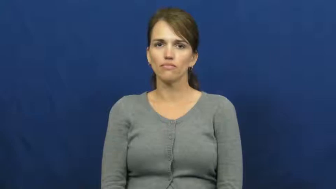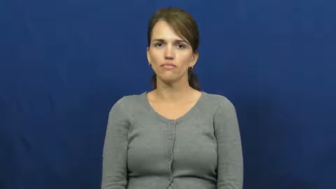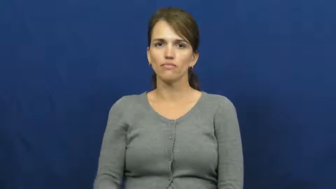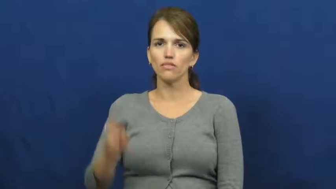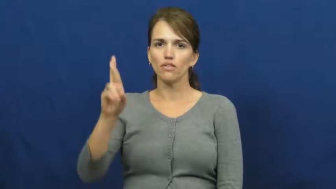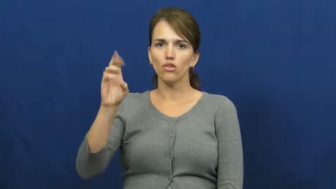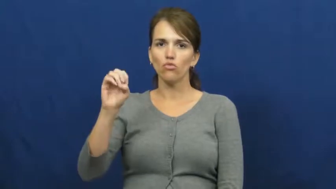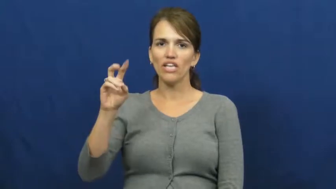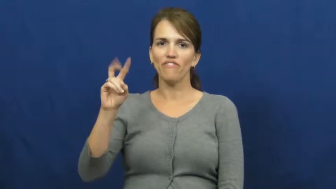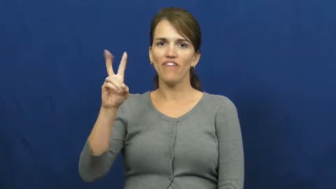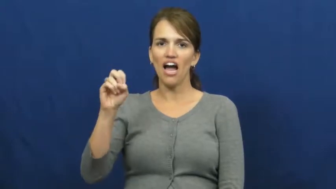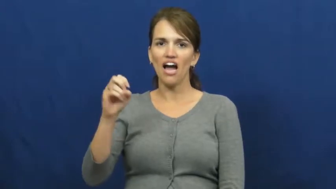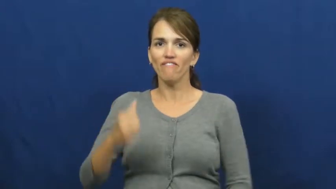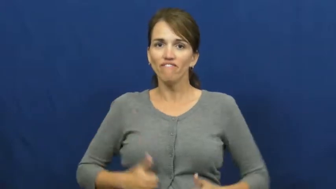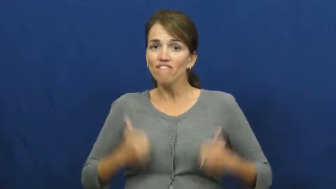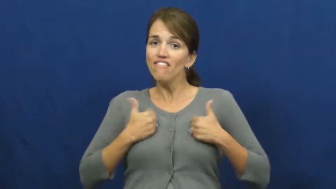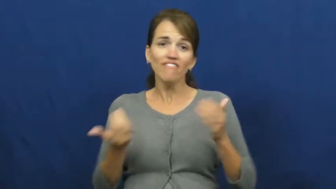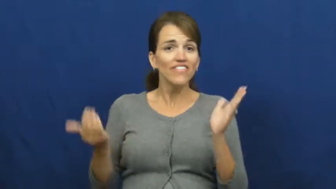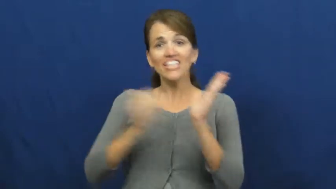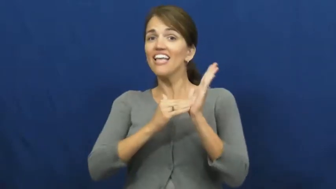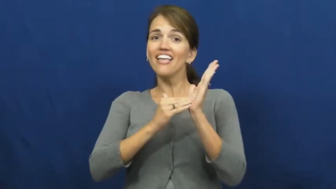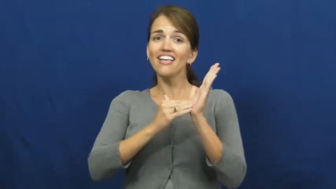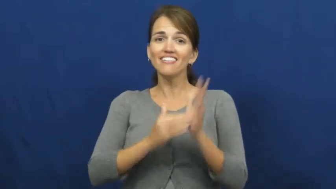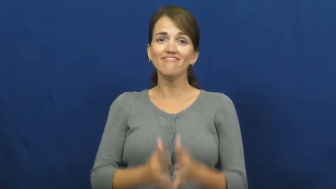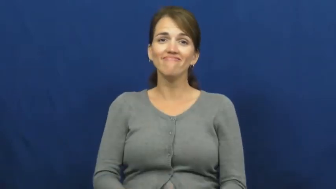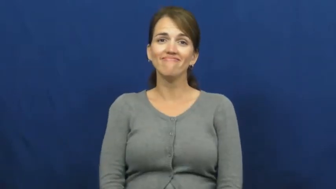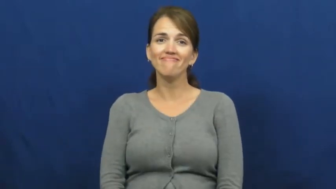revive-live again